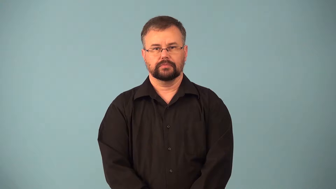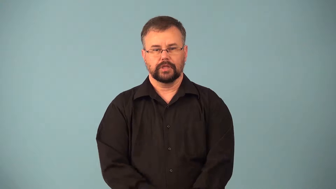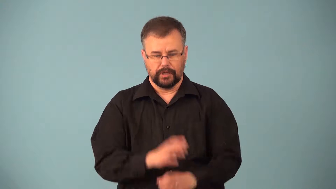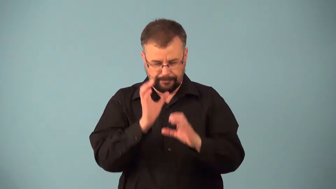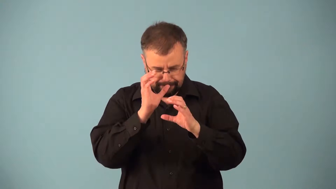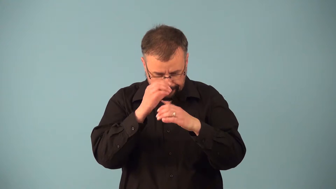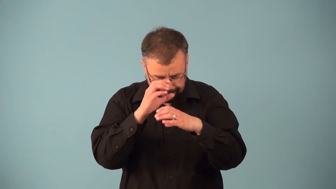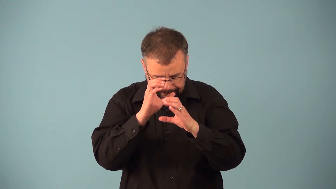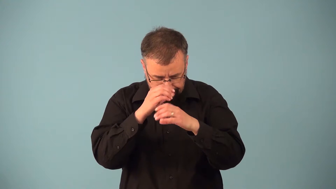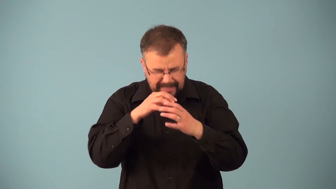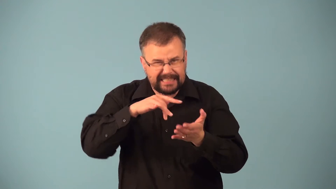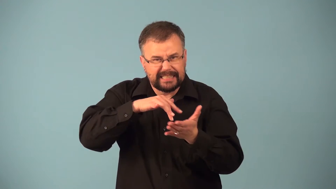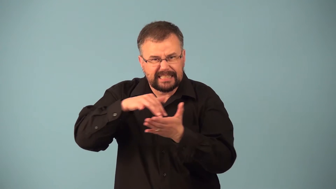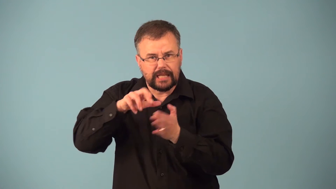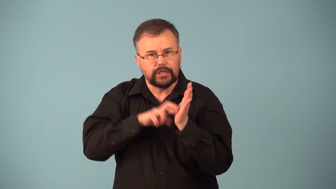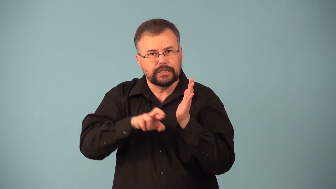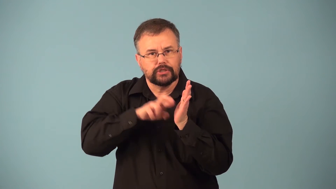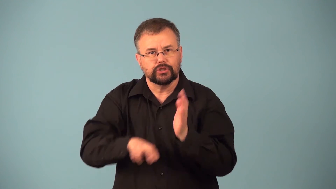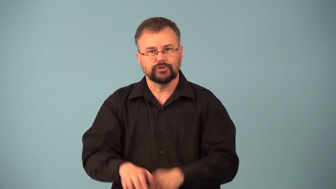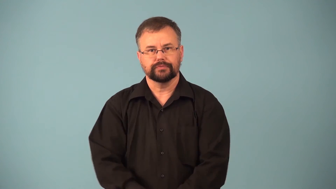microscopy